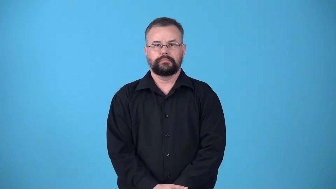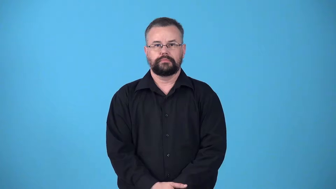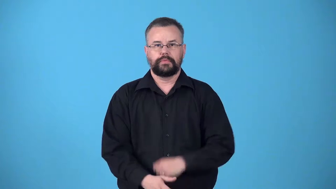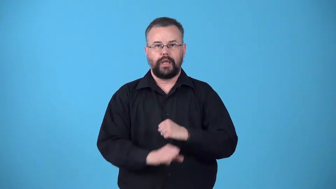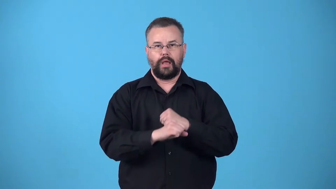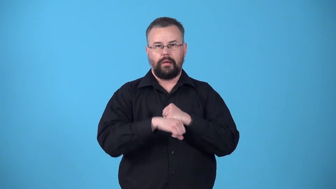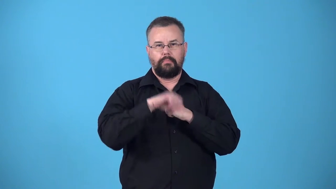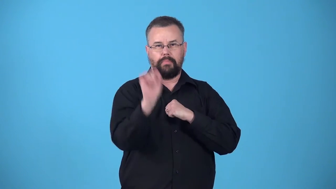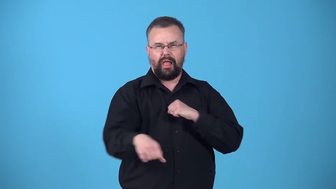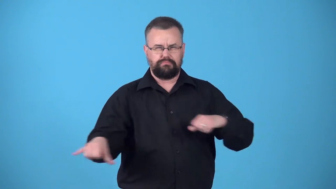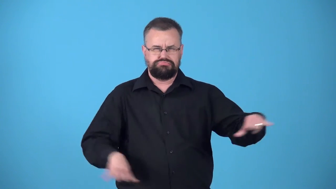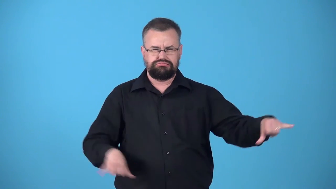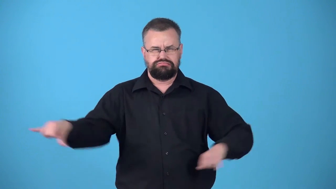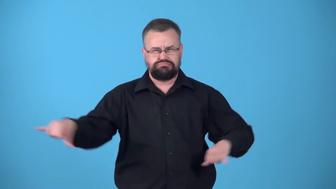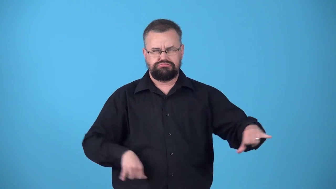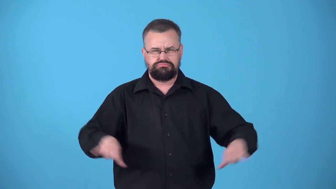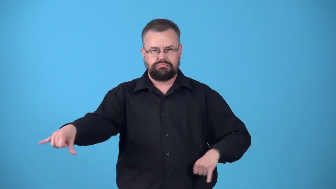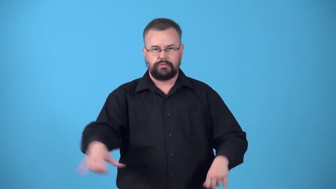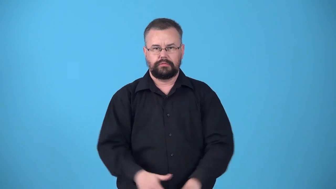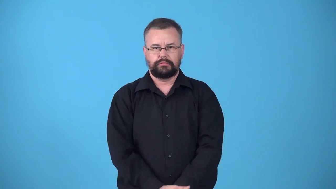vaunt-extravagent self praise